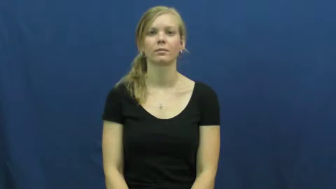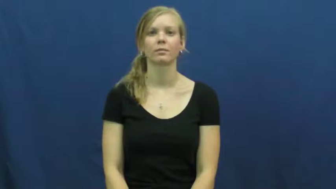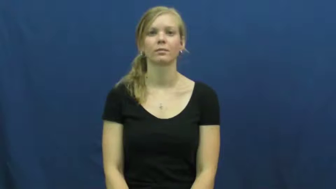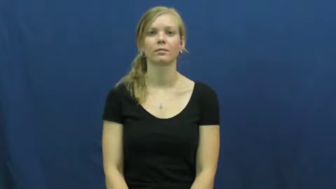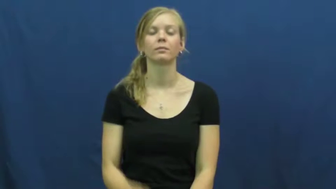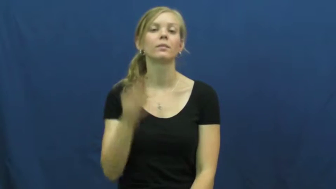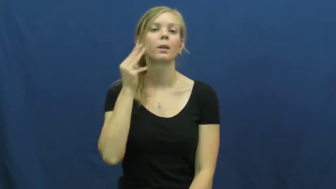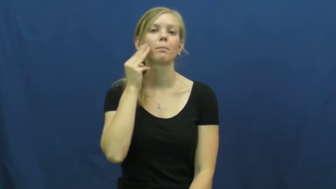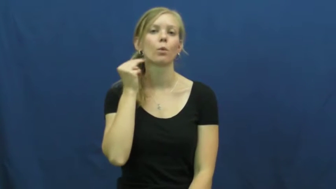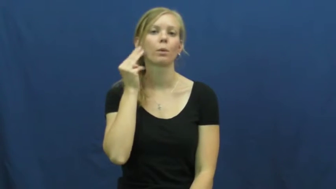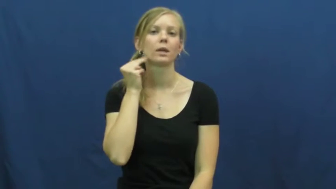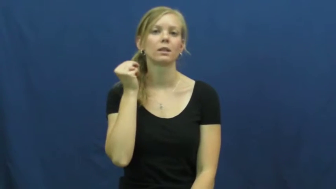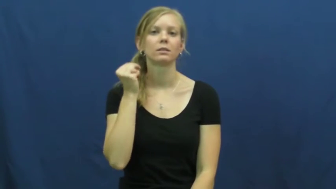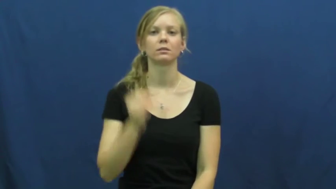mormon